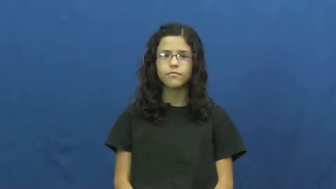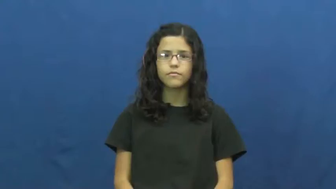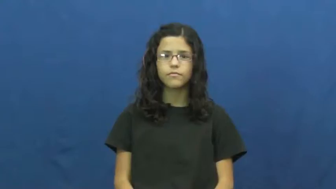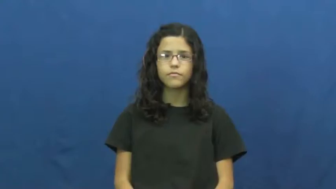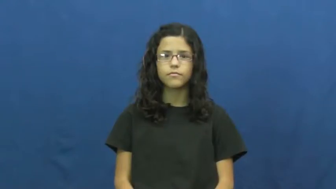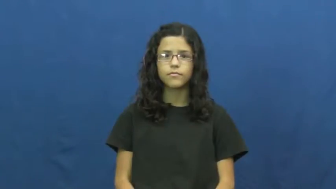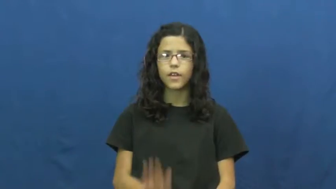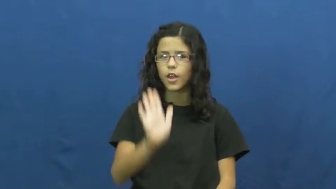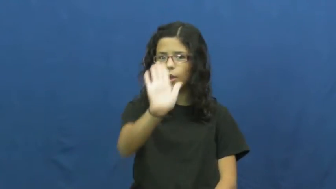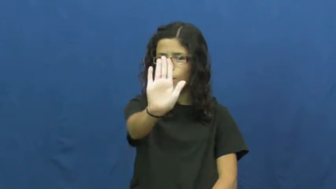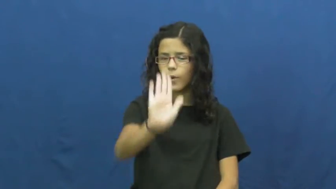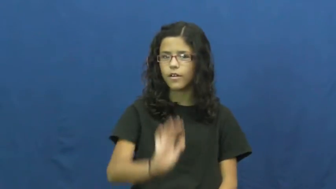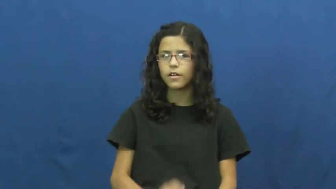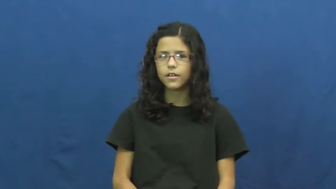your